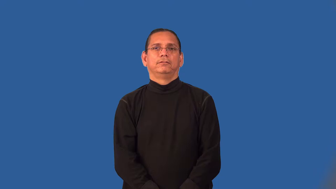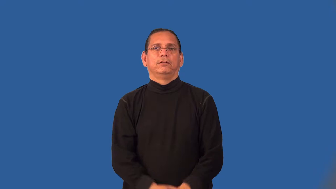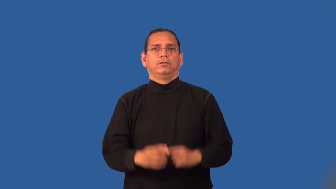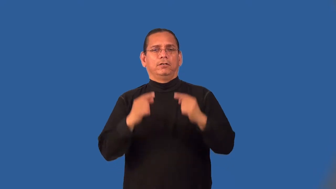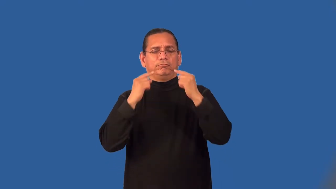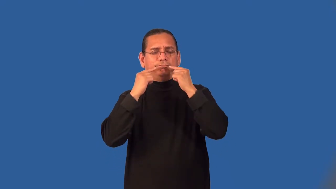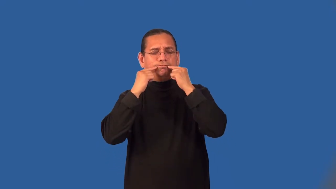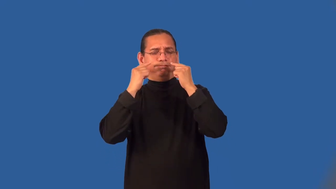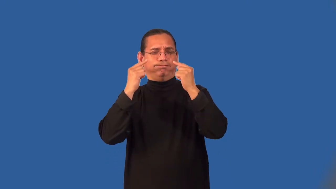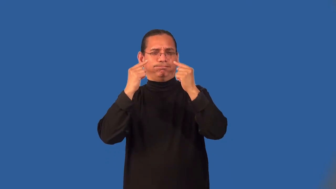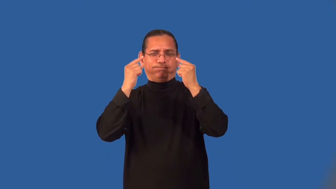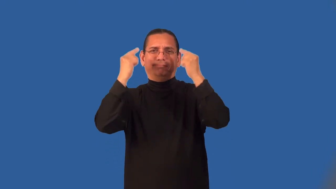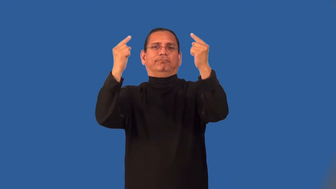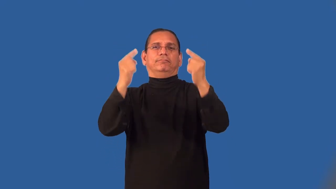legendary